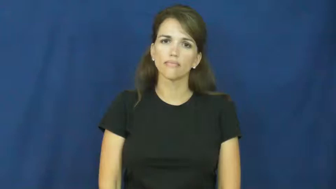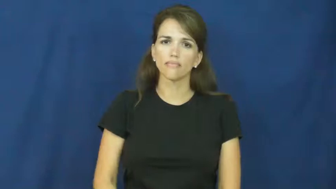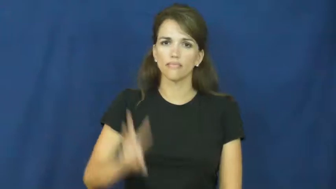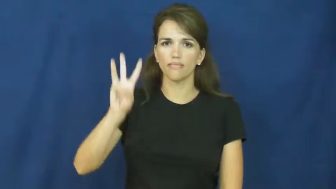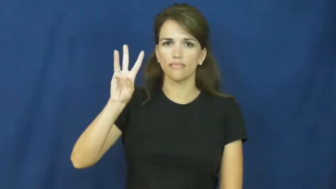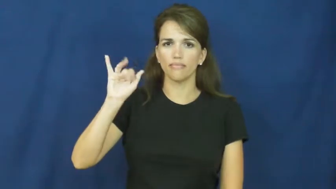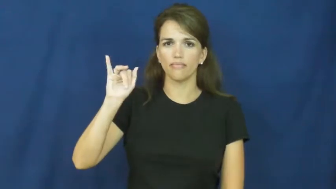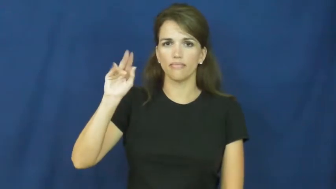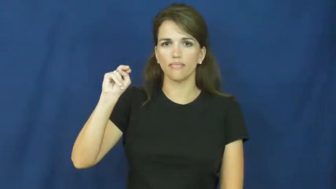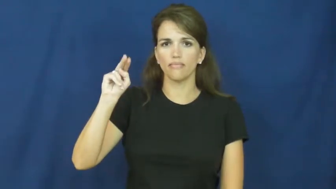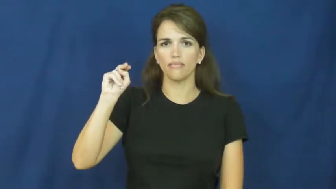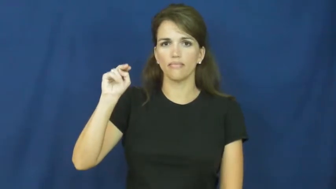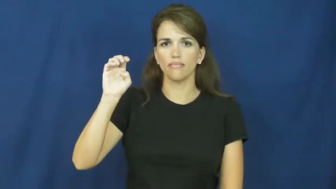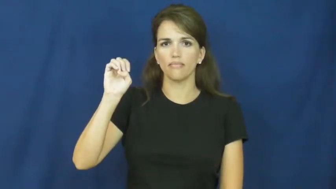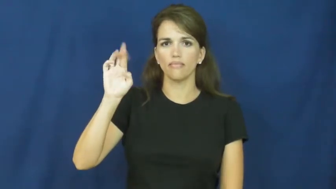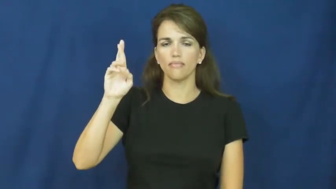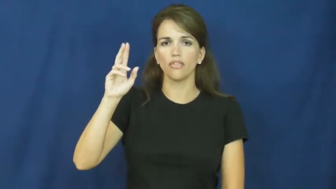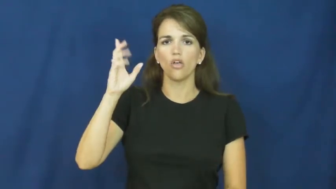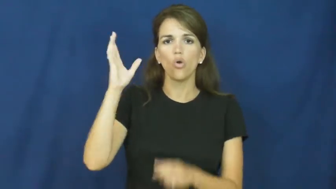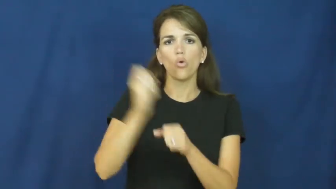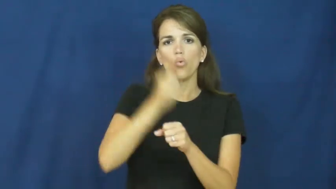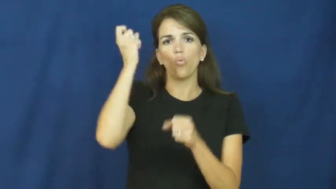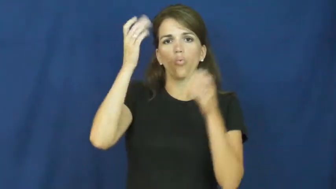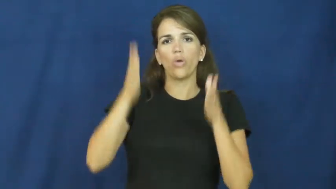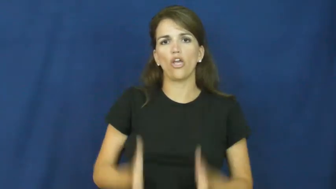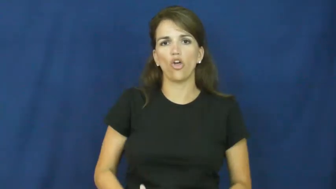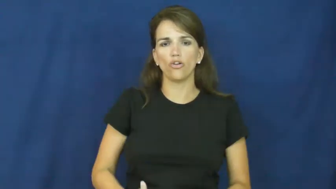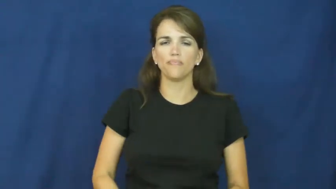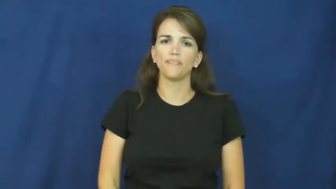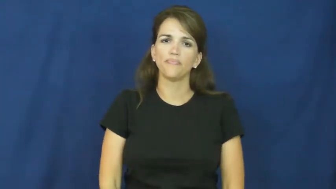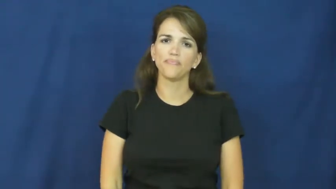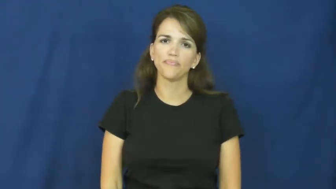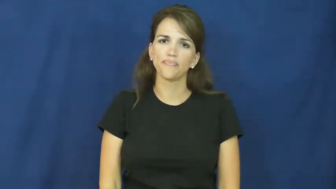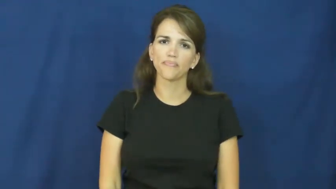winner